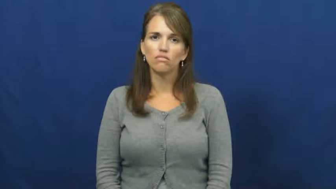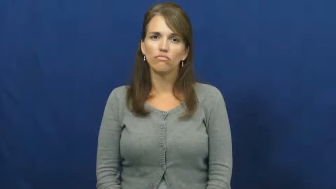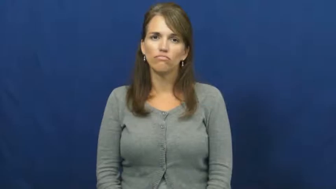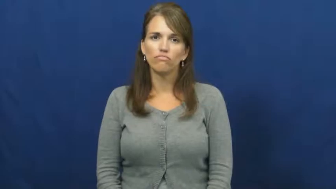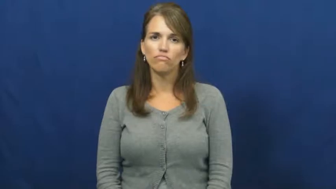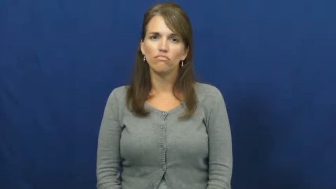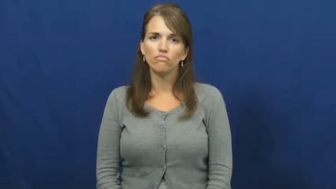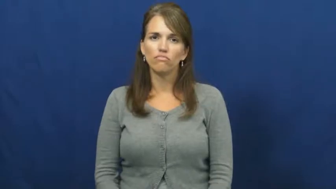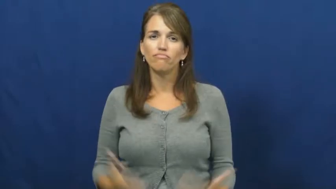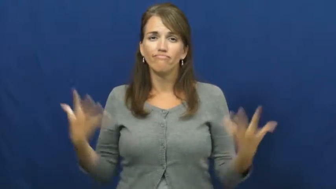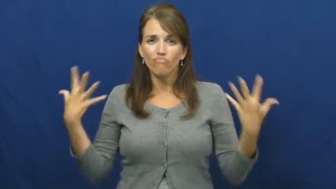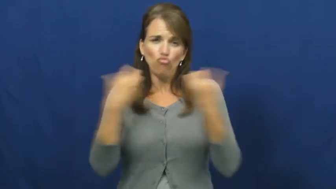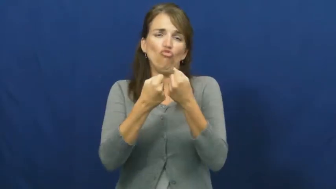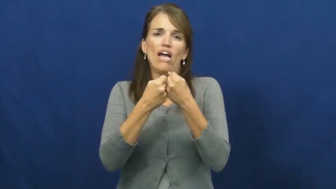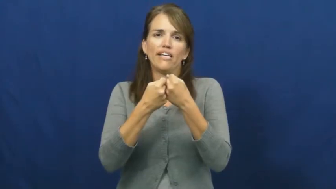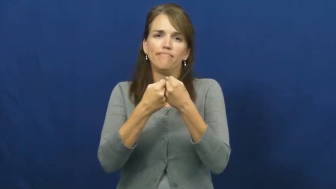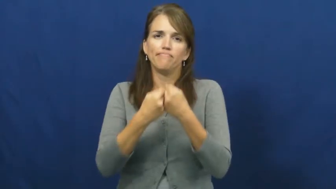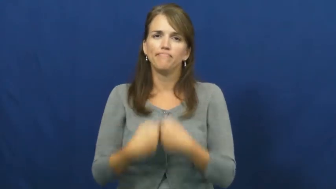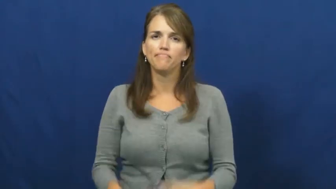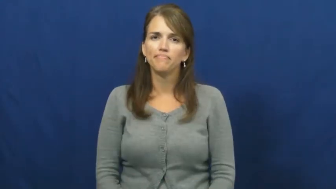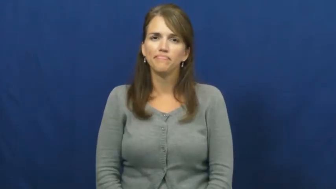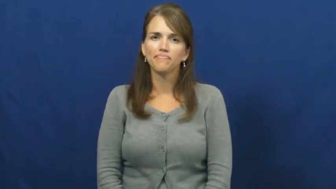wreck